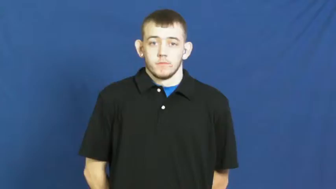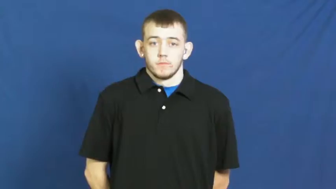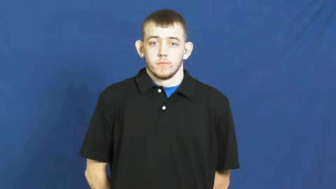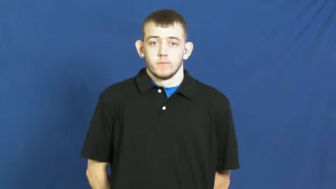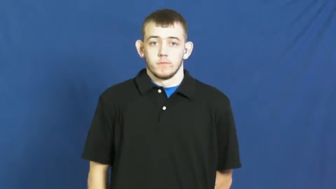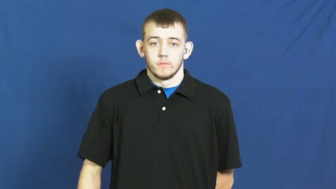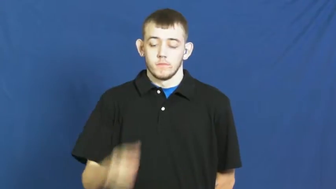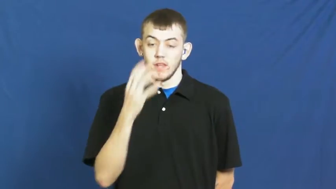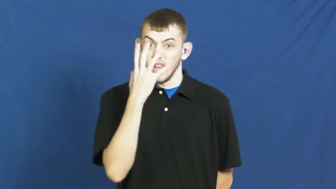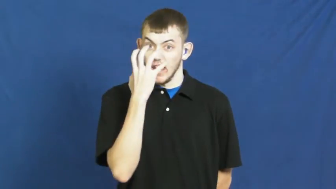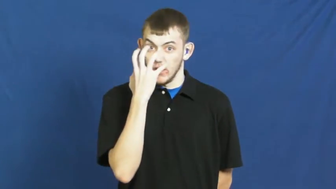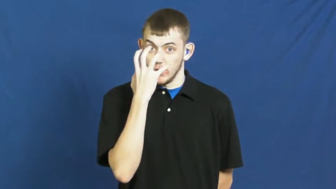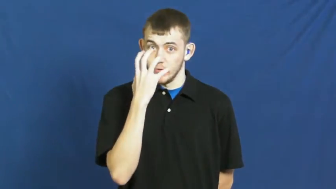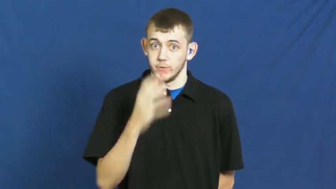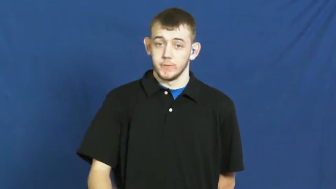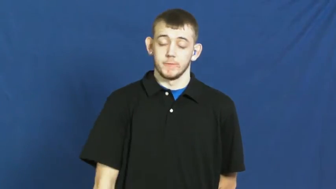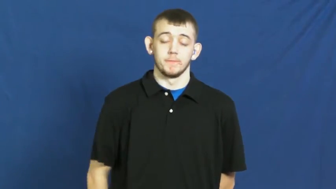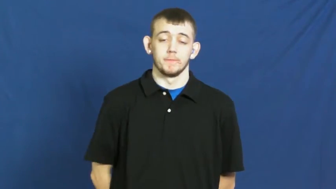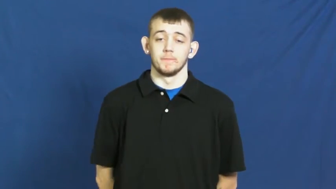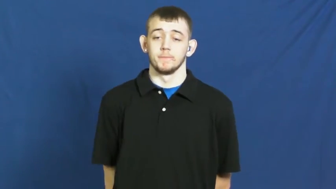riled,riled up